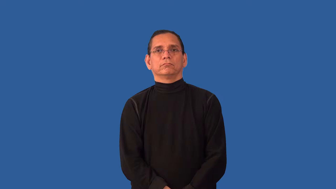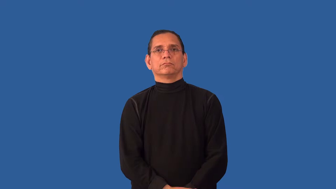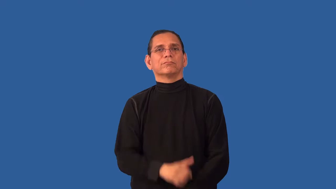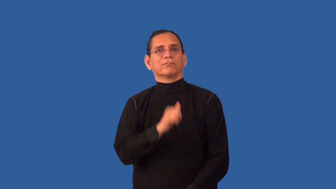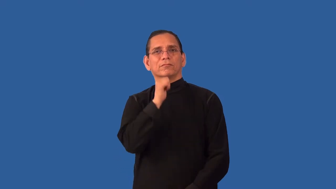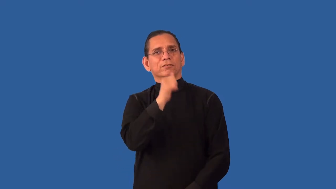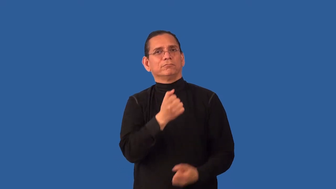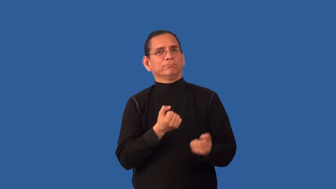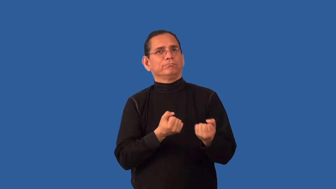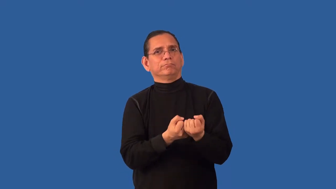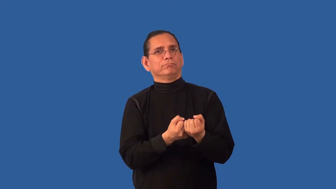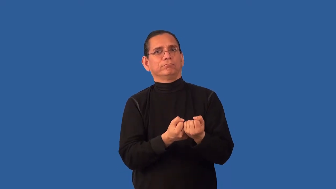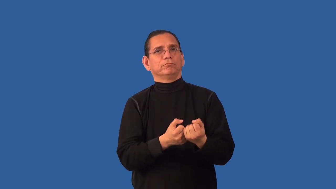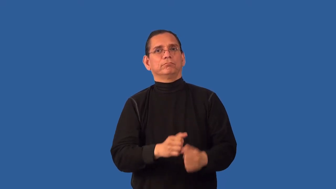unfavorable,unfavourable